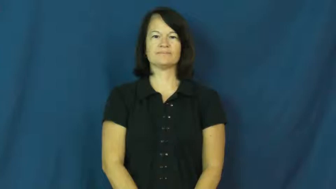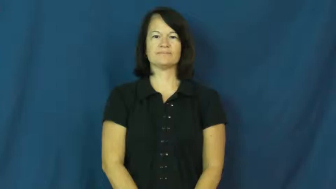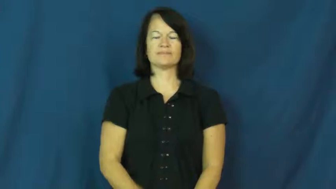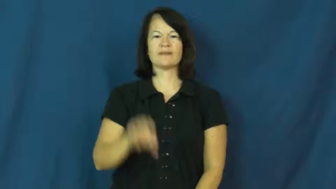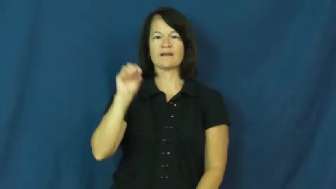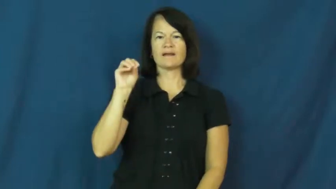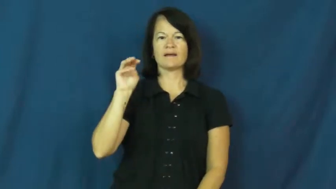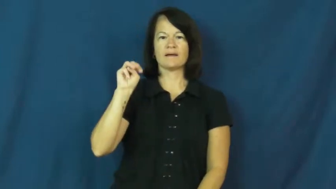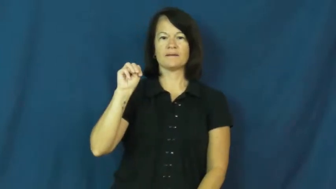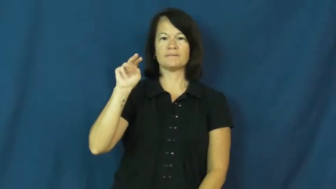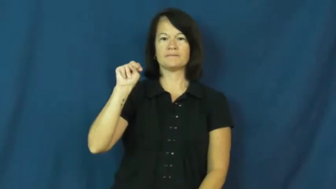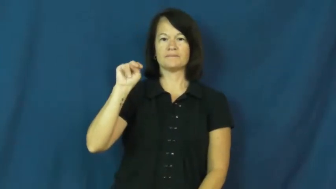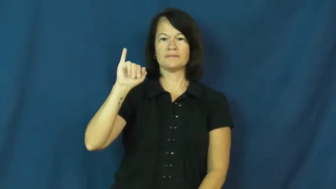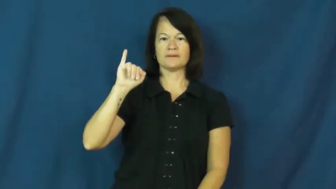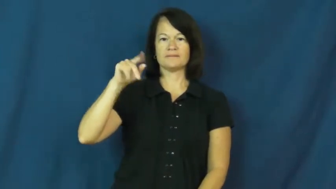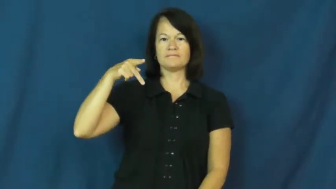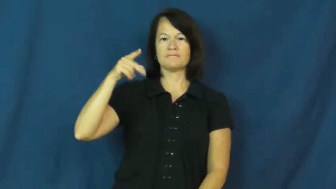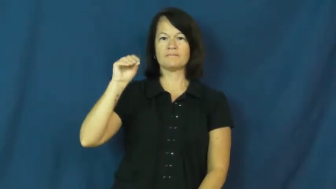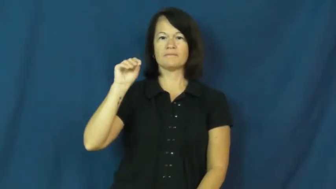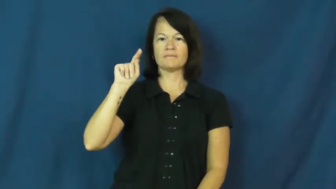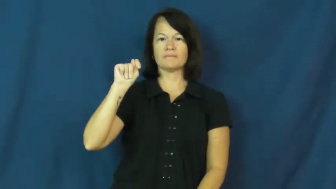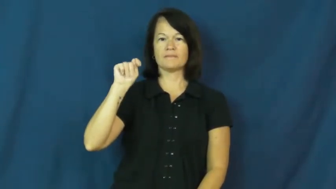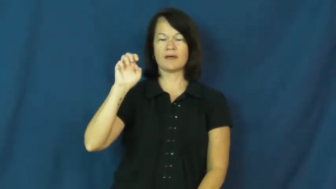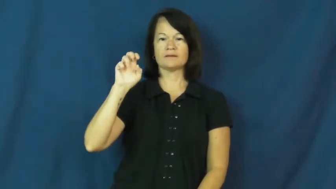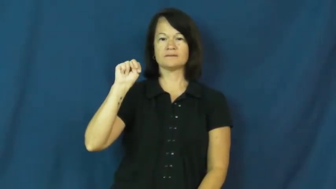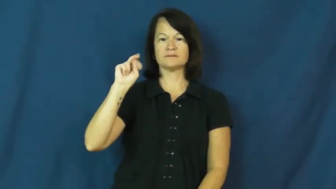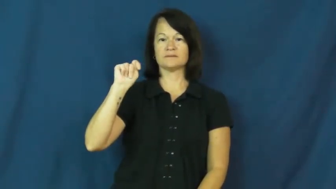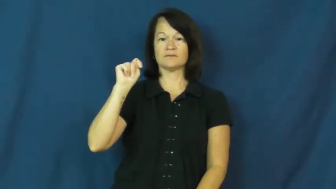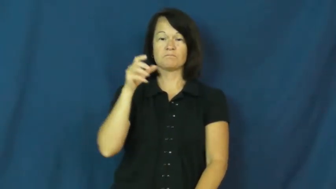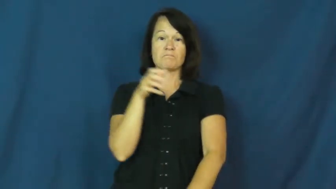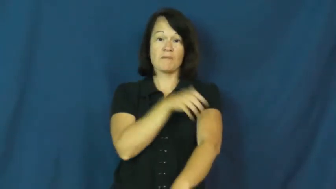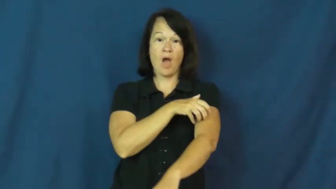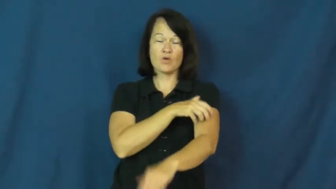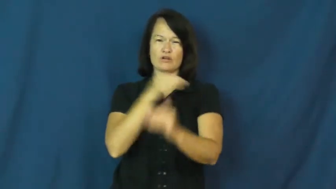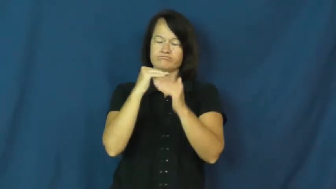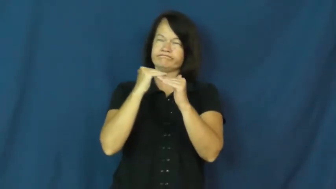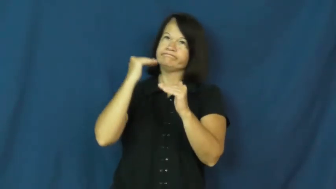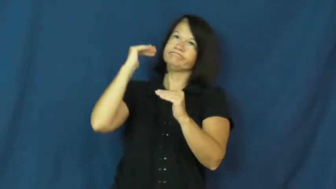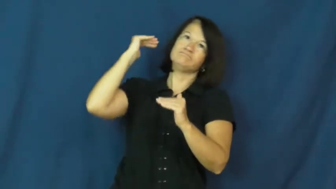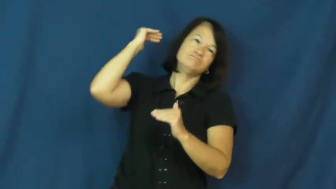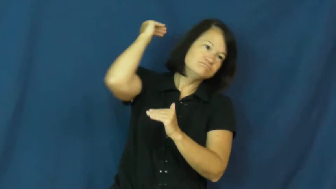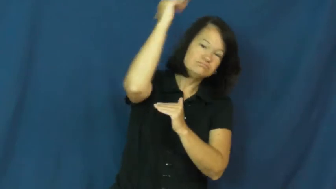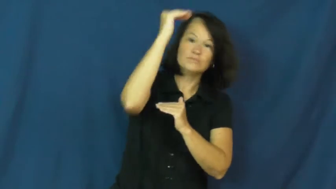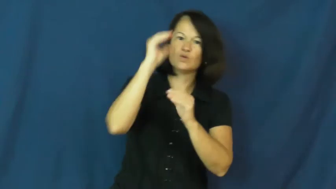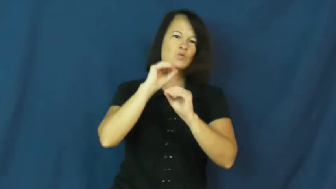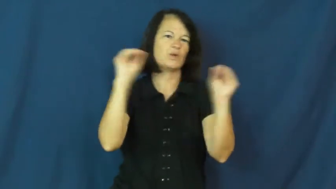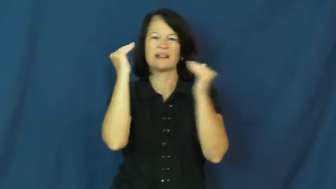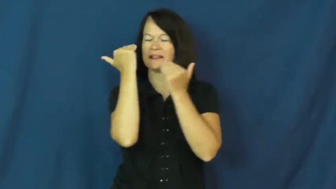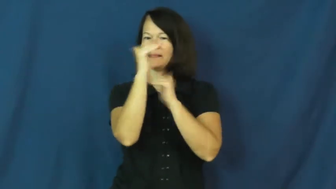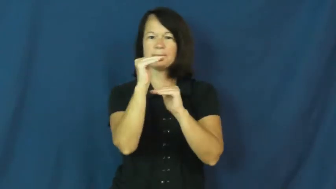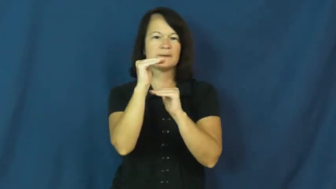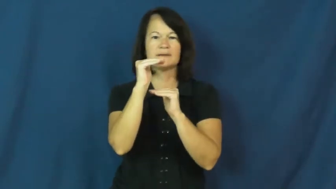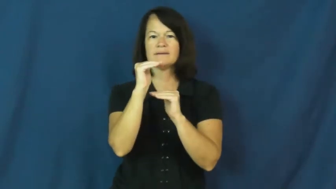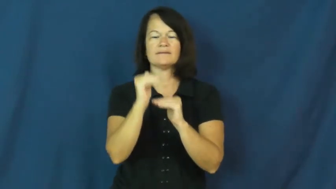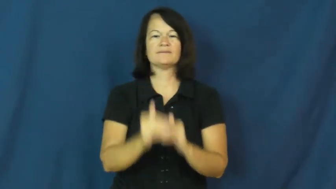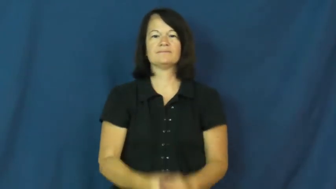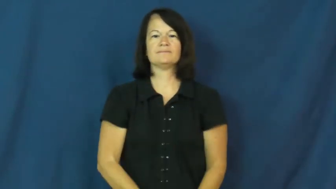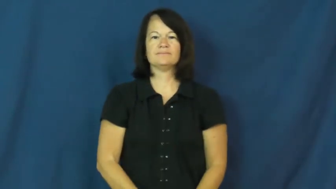omnipotent